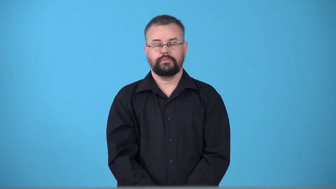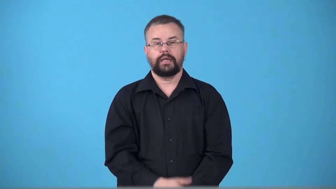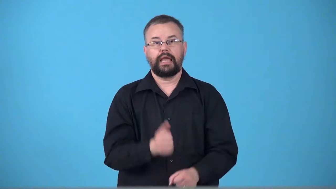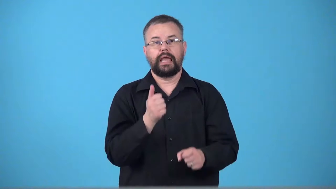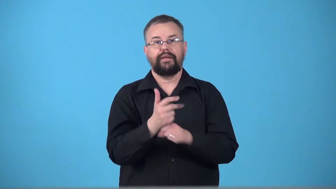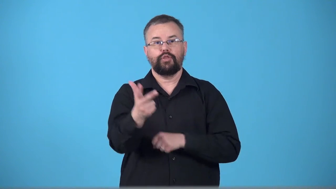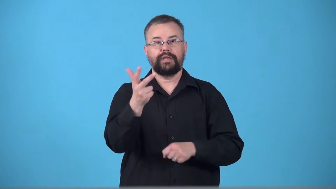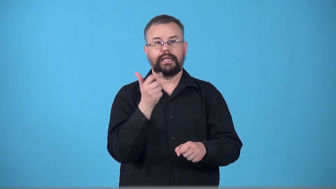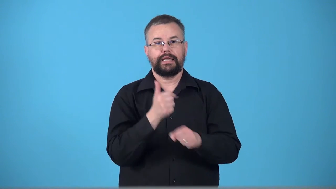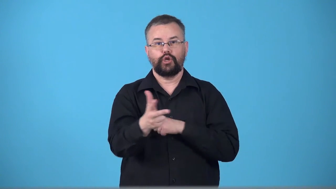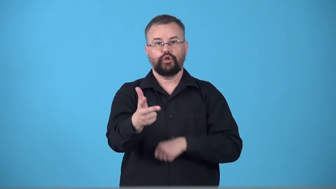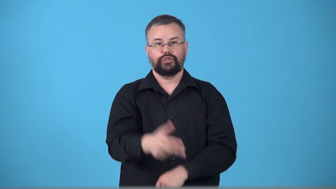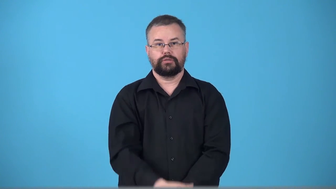triennial,triannual